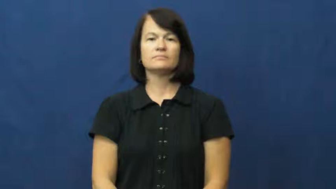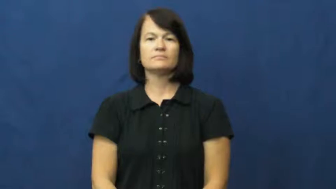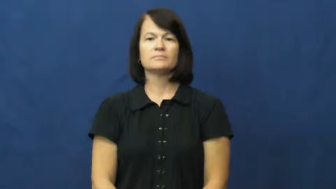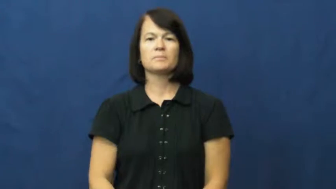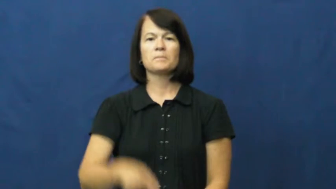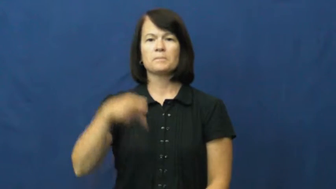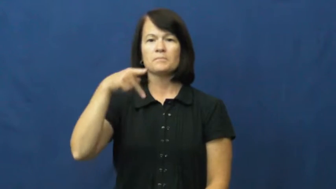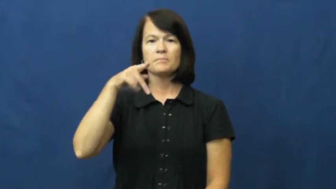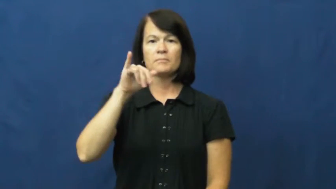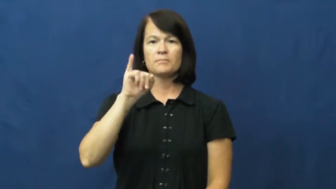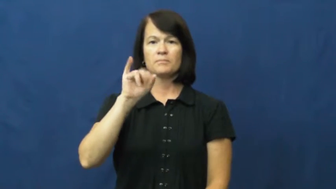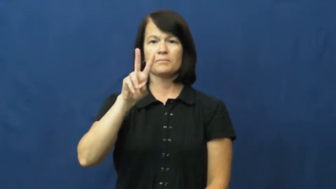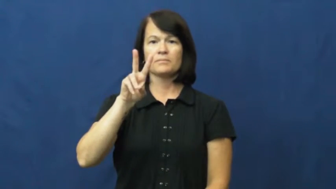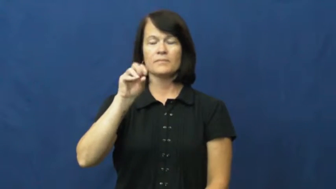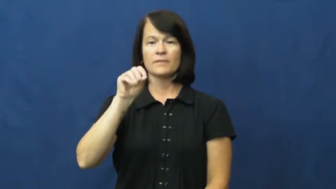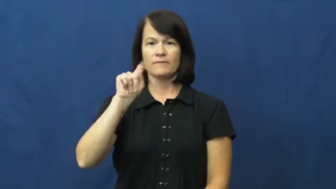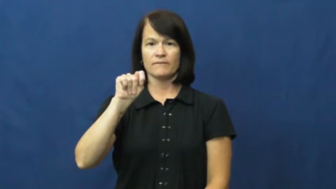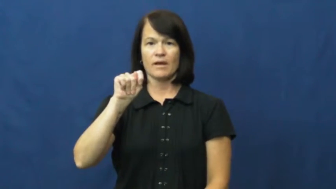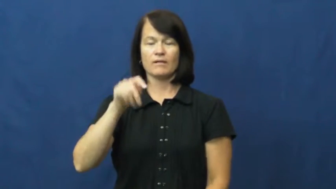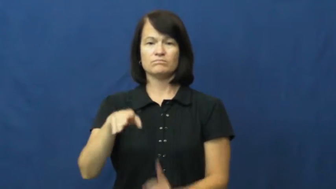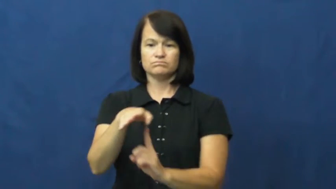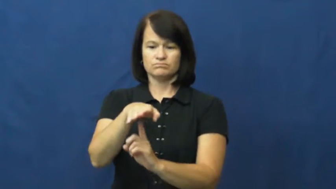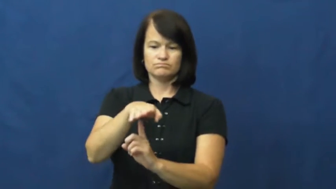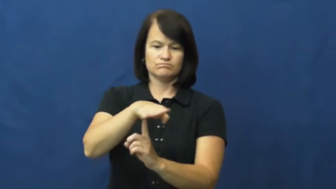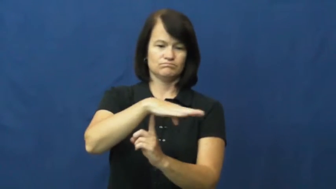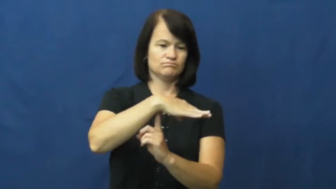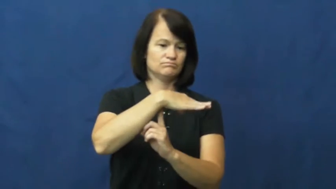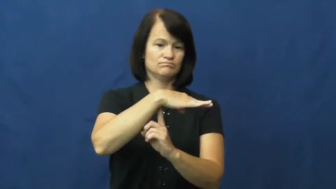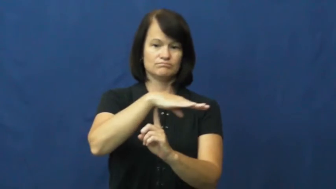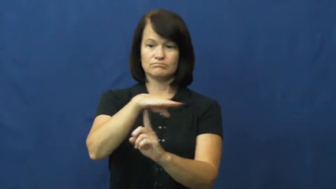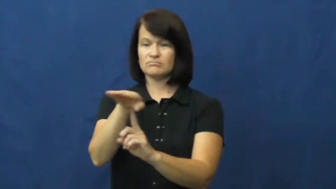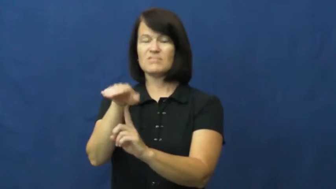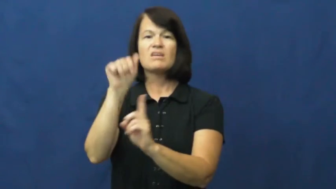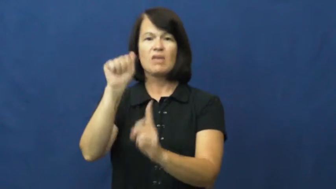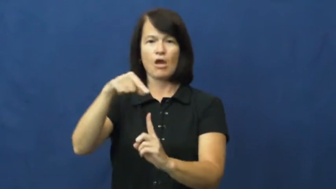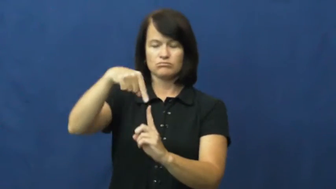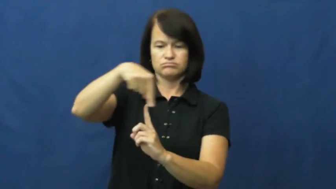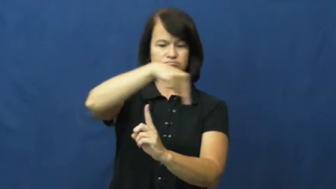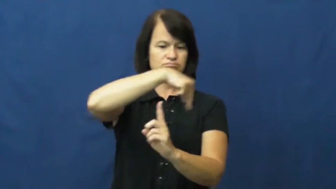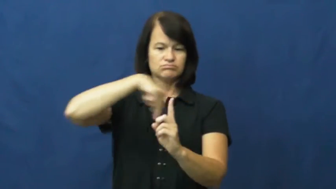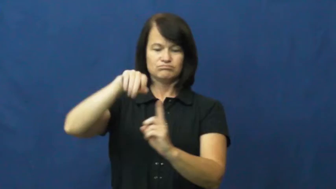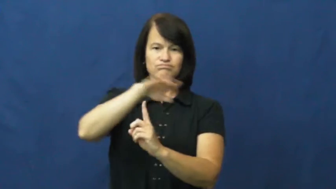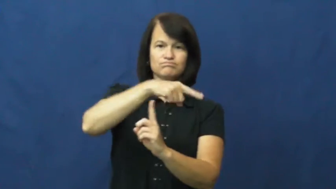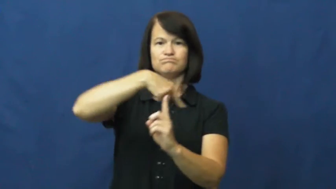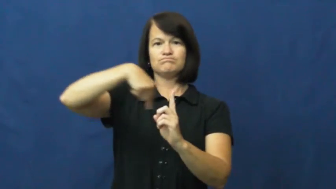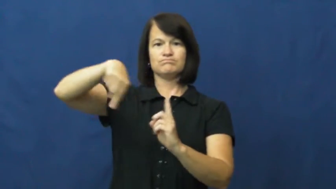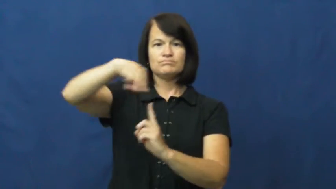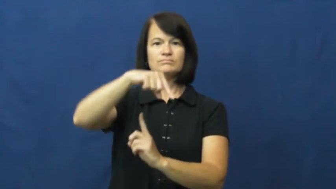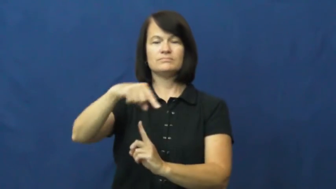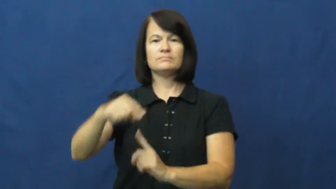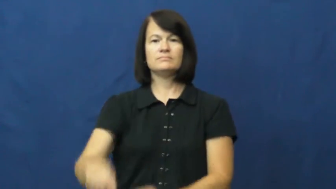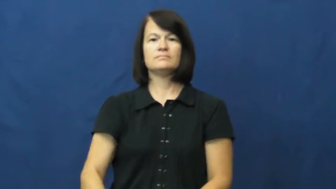pivot-central point